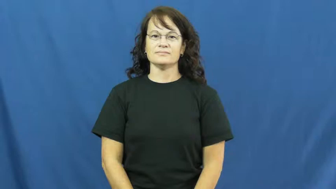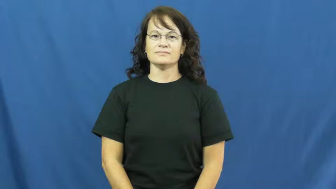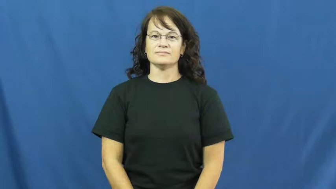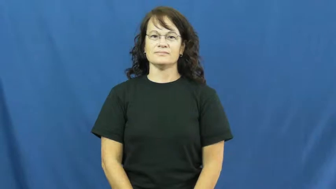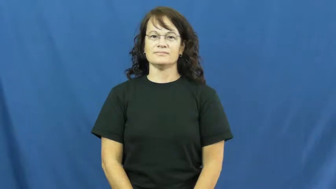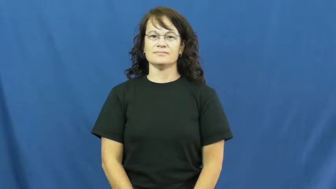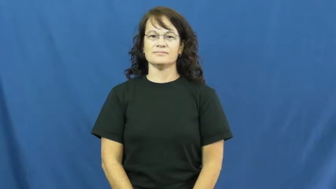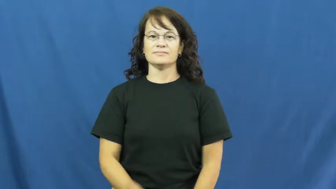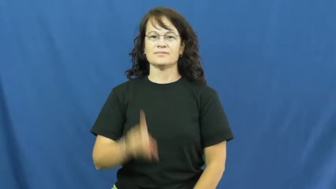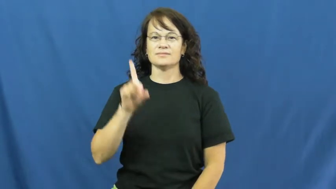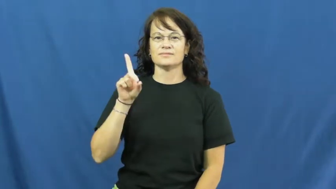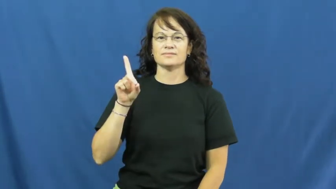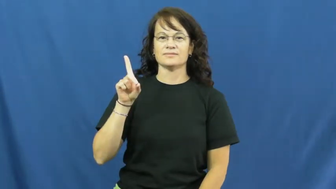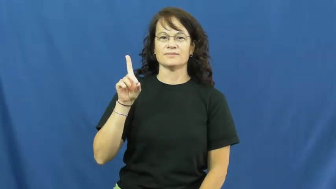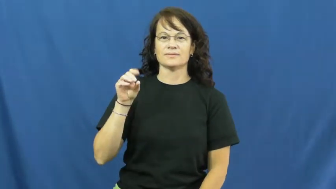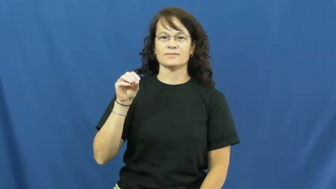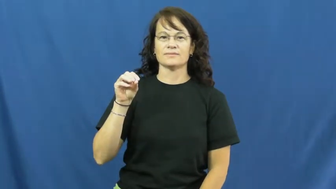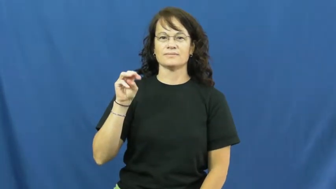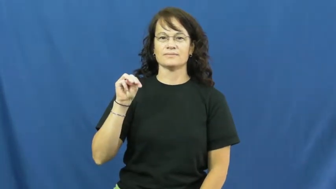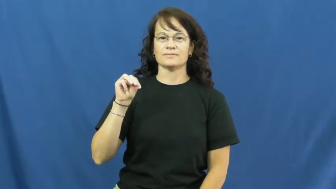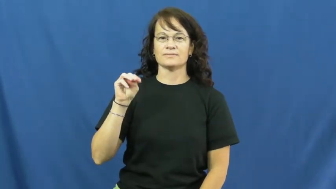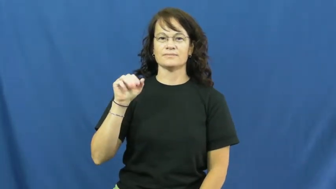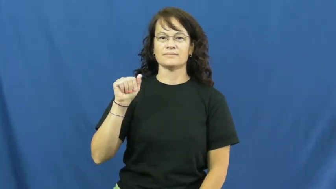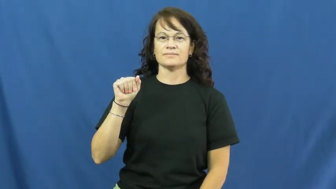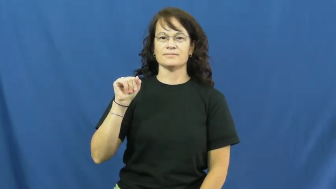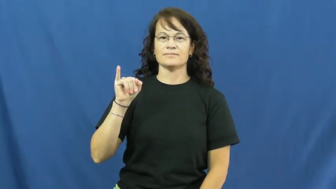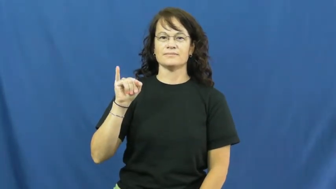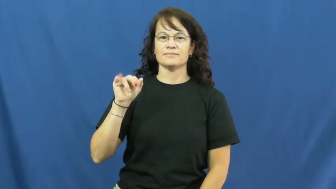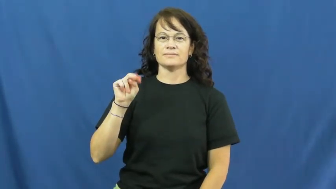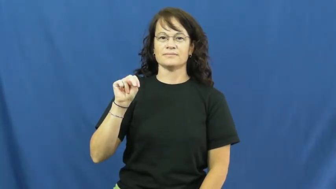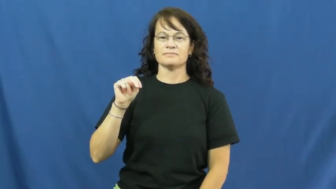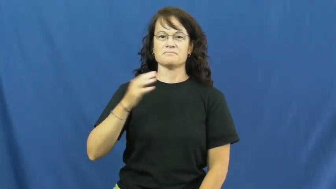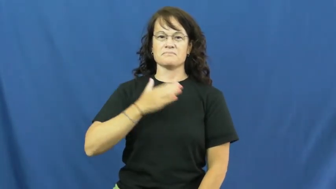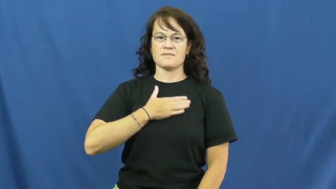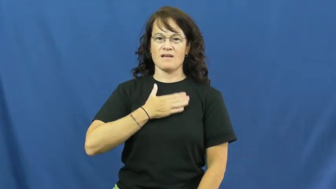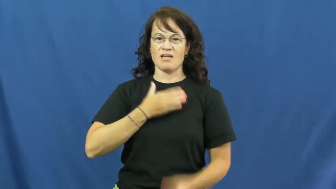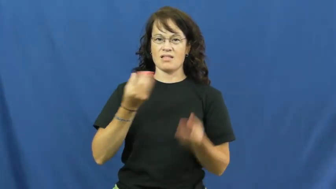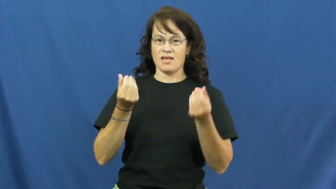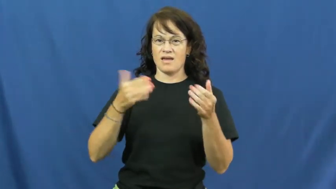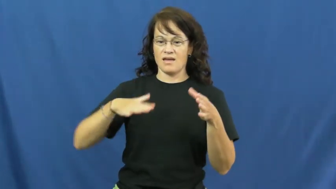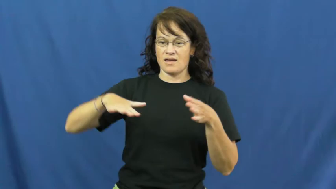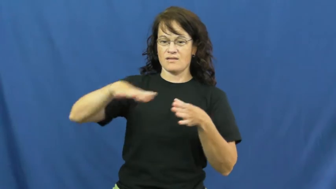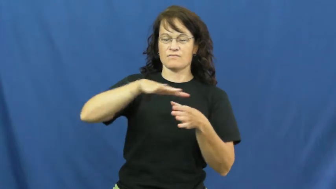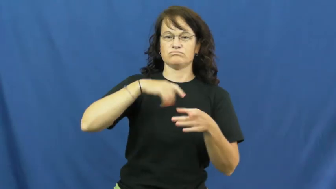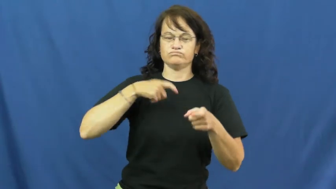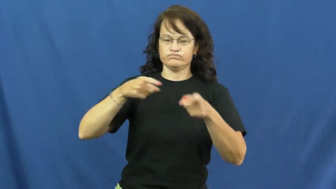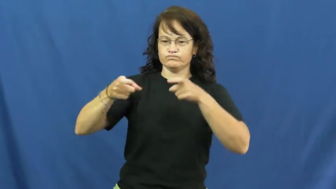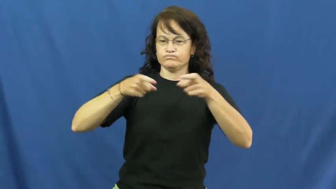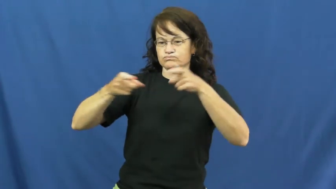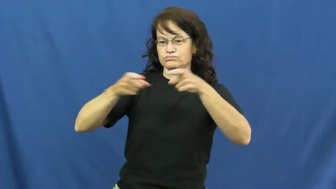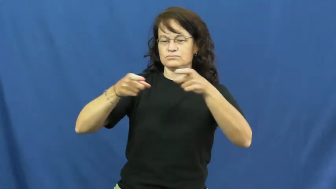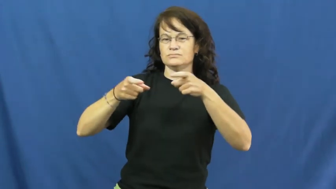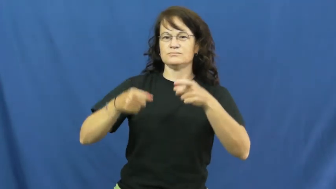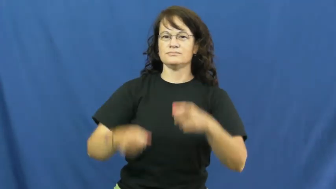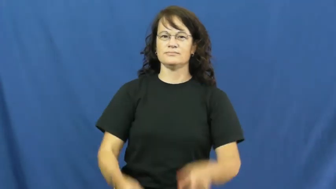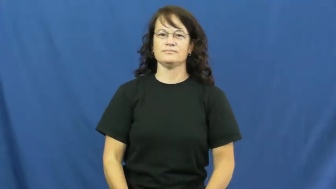domain